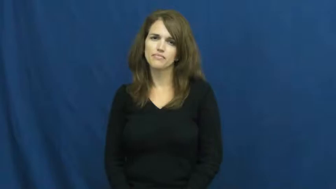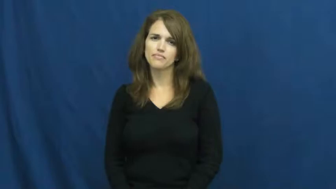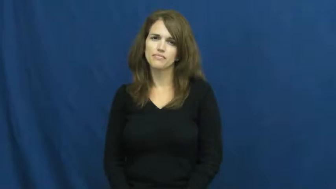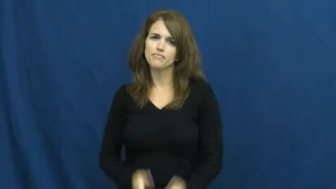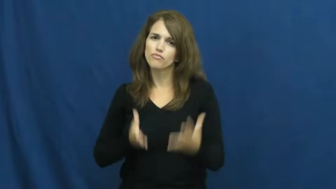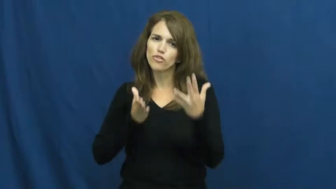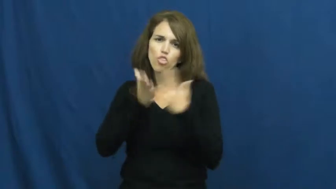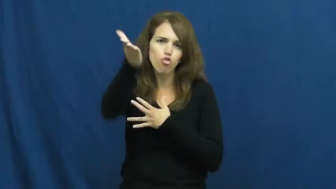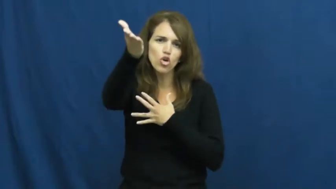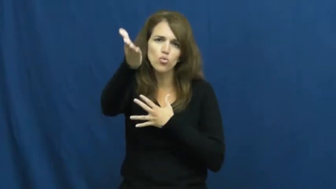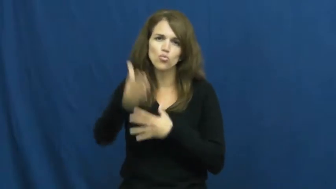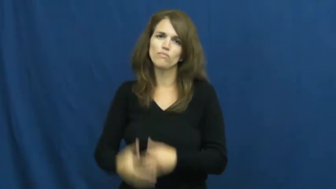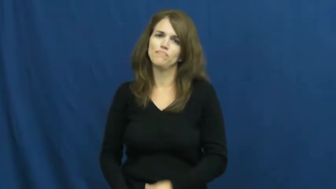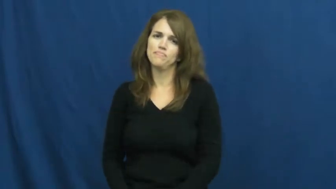through,via